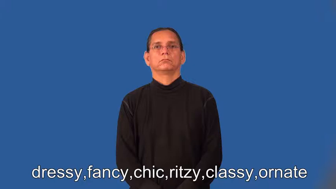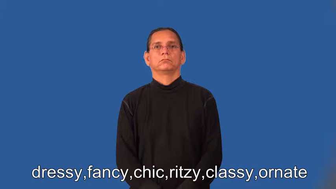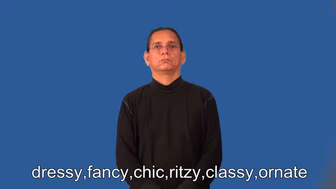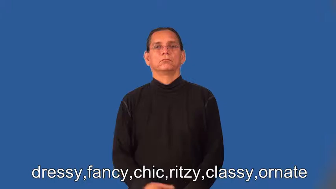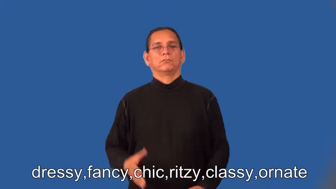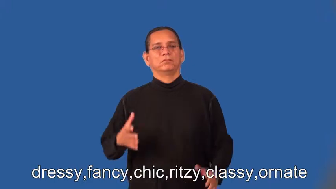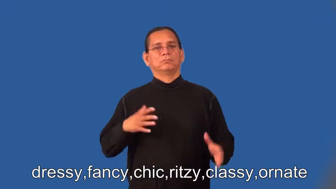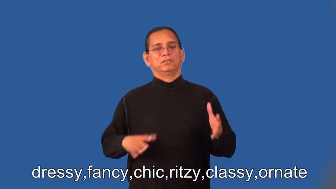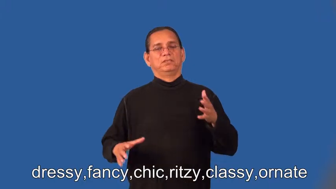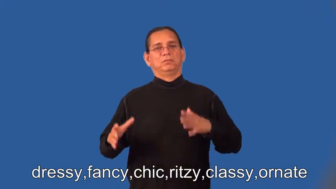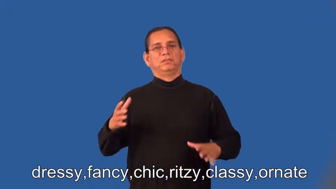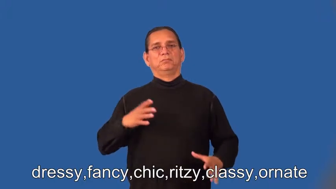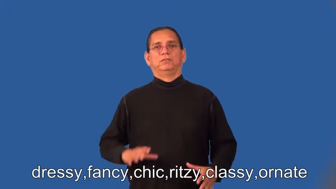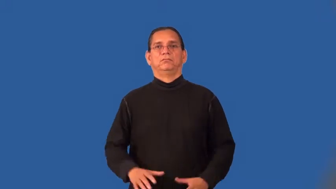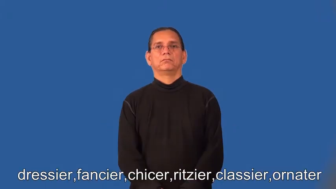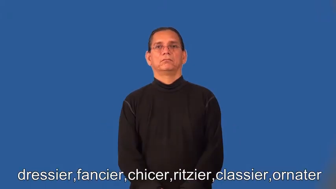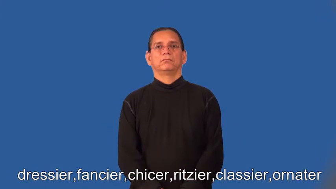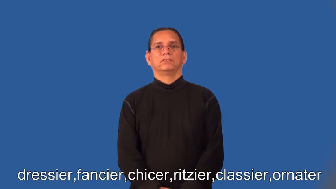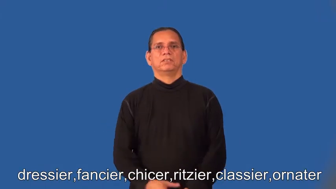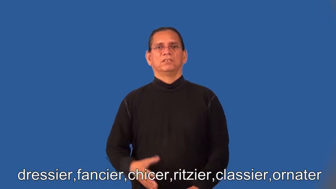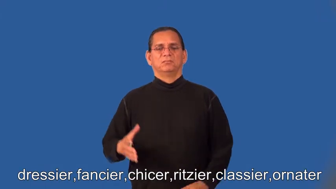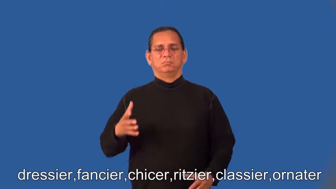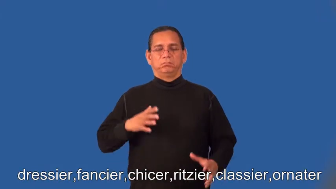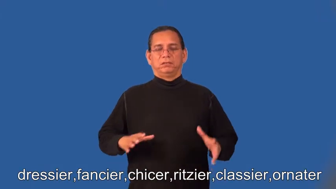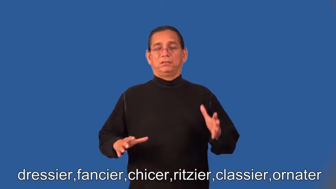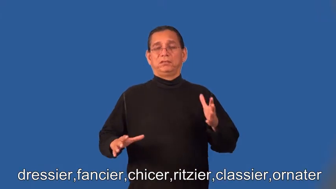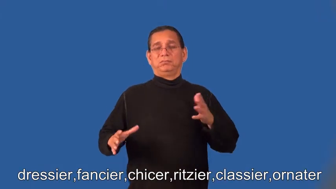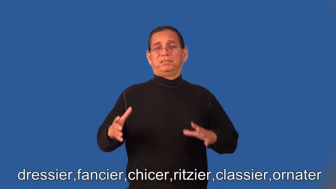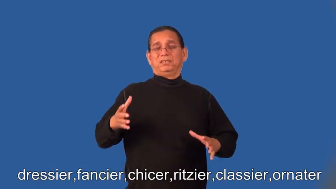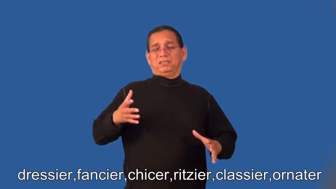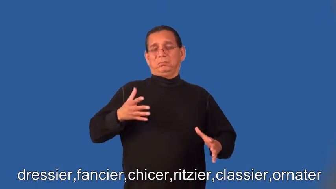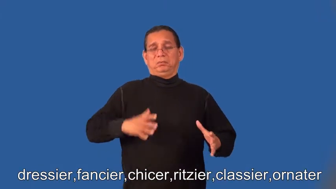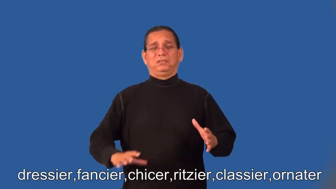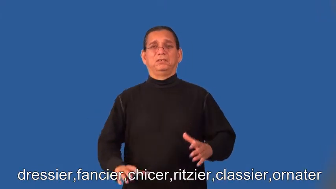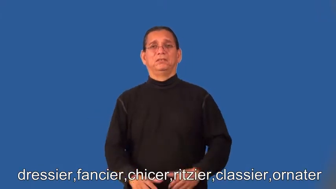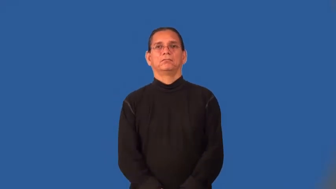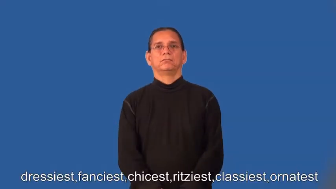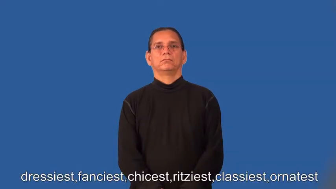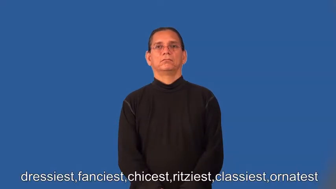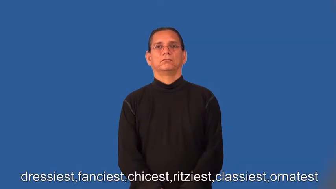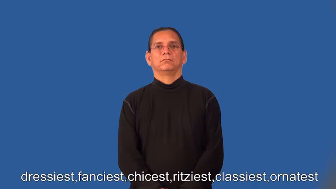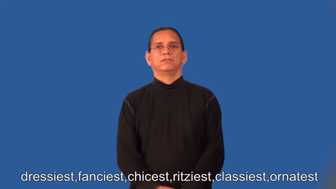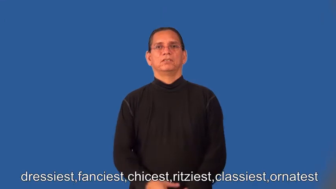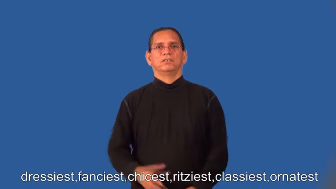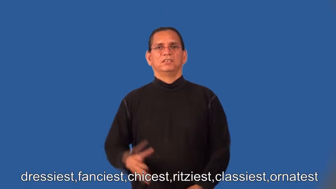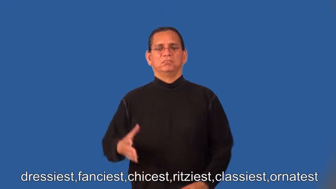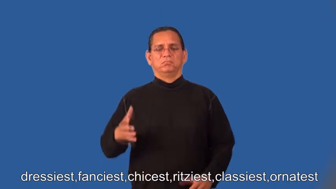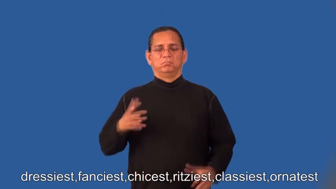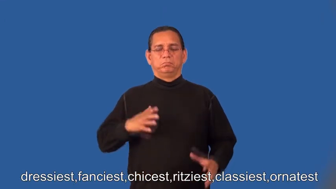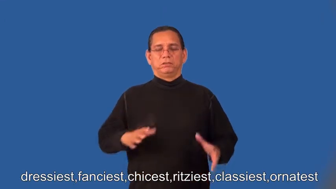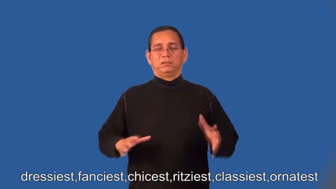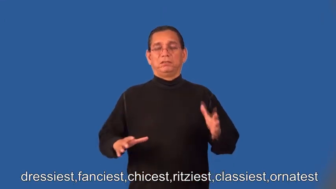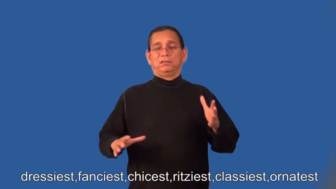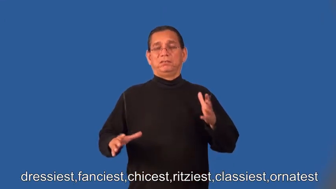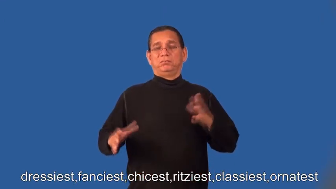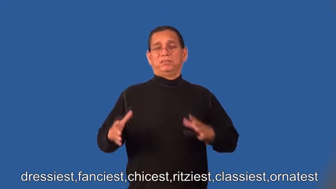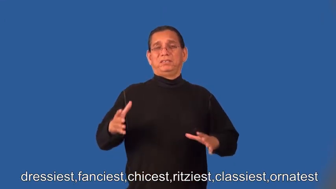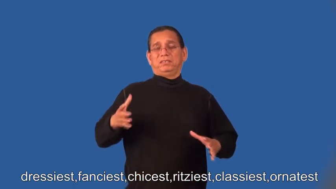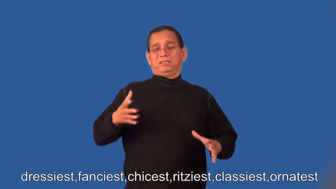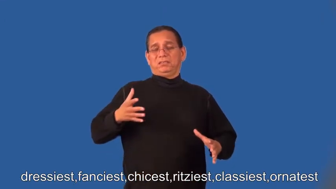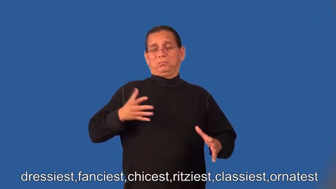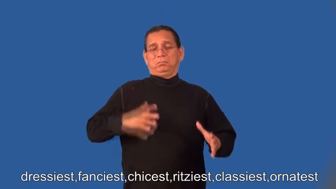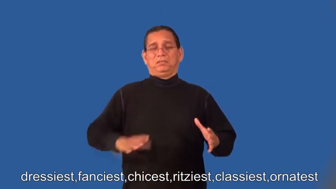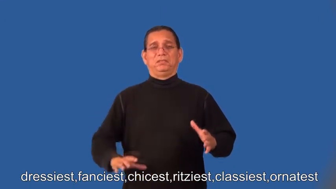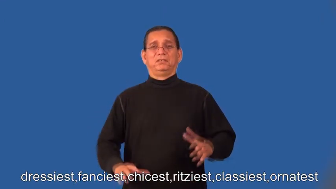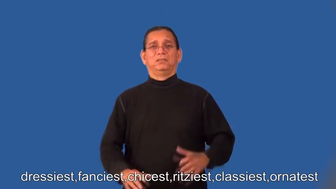dressier,fancier,chicer,ritzier,classier,ornater,dressiest,fanciest,chicest,ritziest,classiest